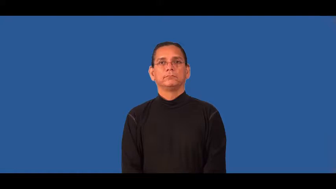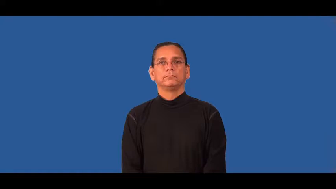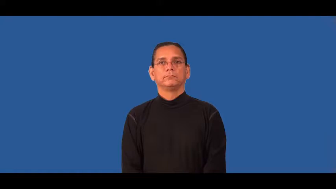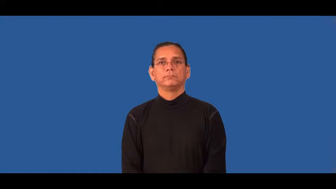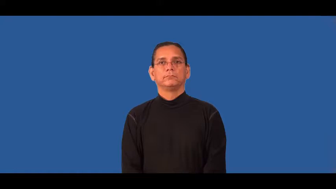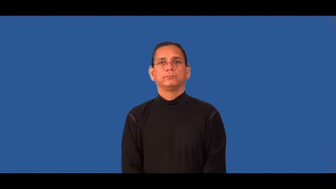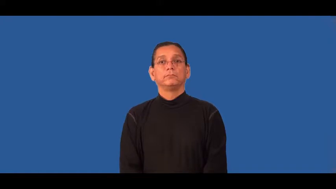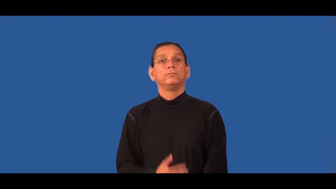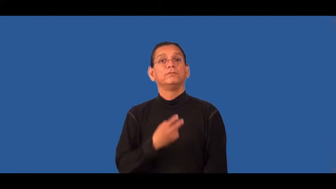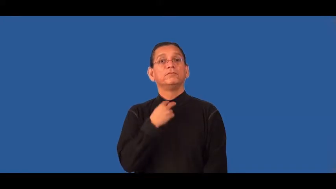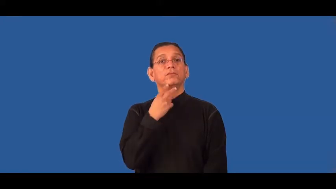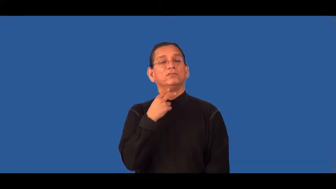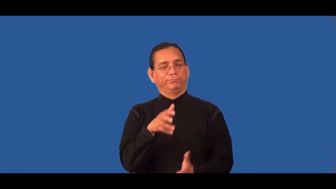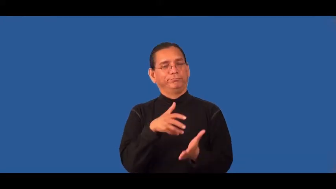raspy,croaky,gravelly,throaty,scratchy,gruff,harsh,husky